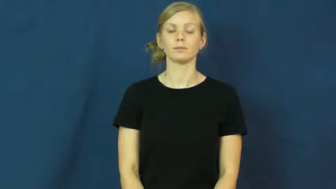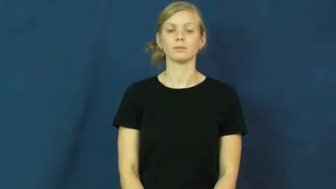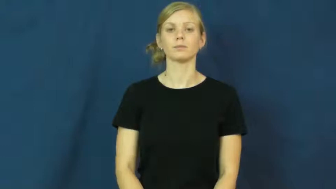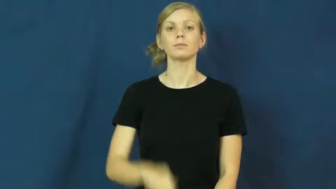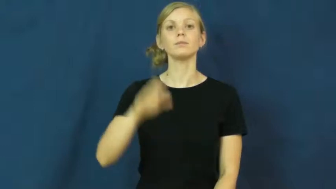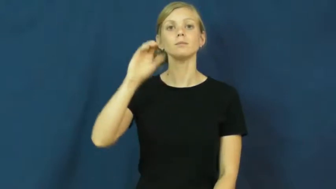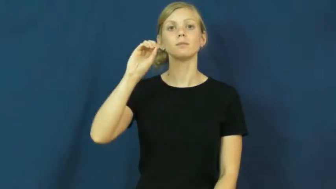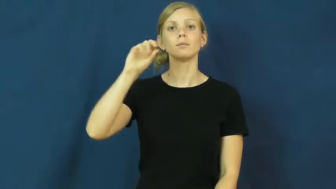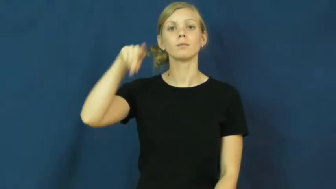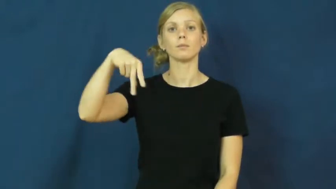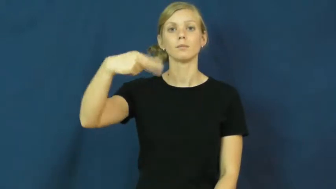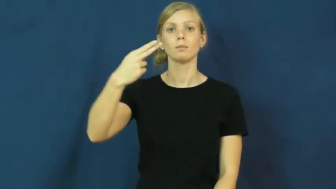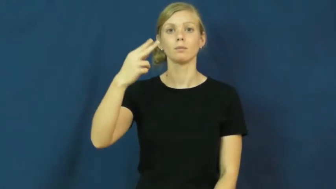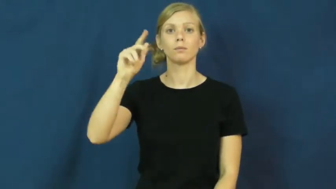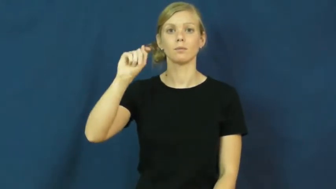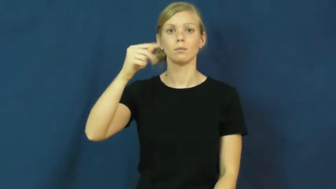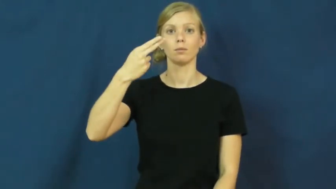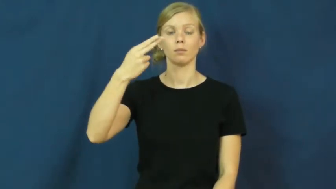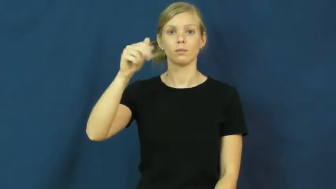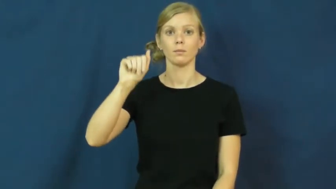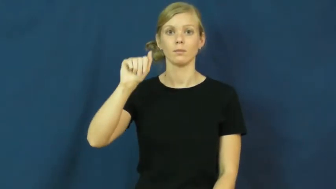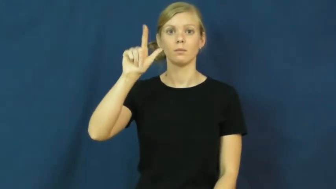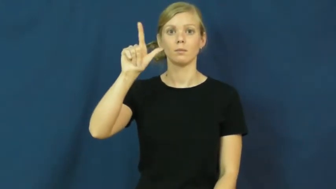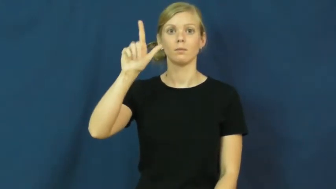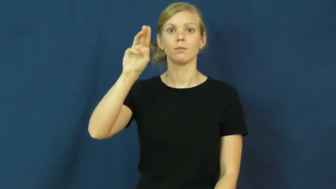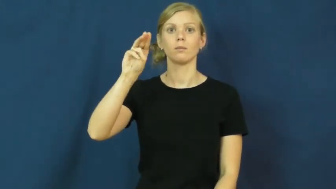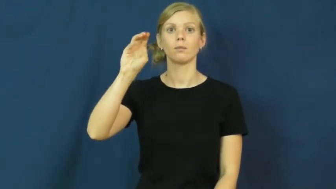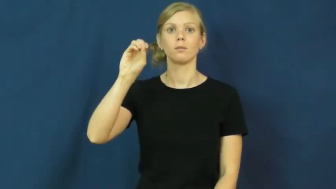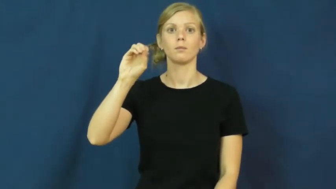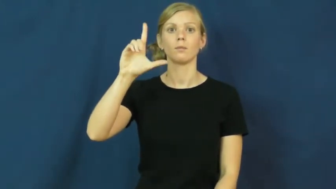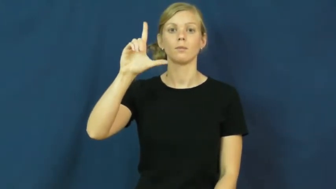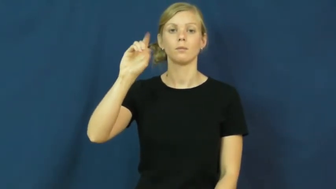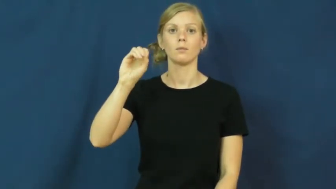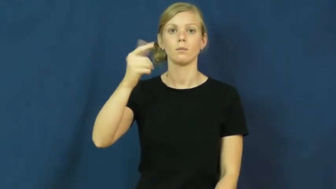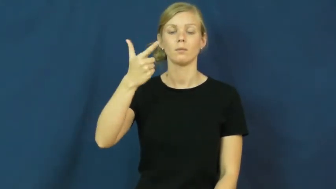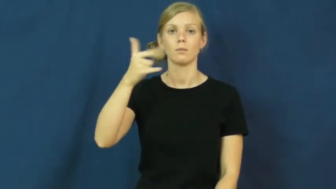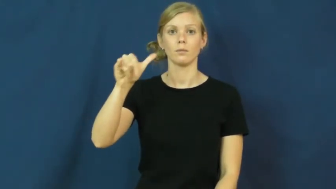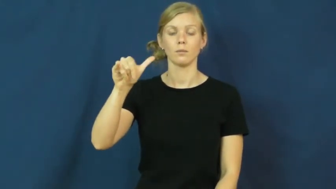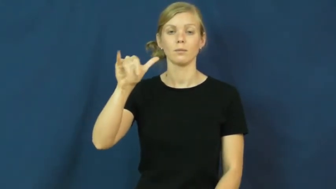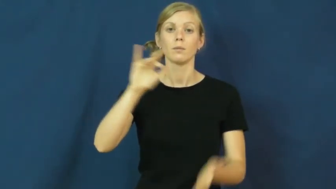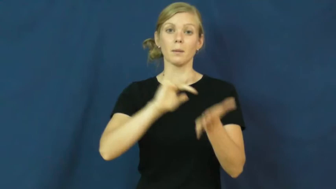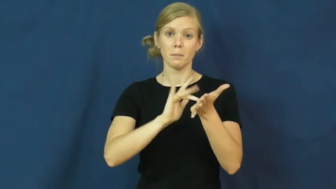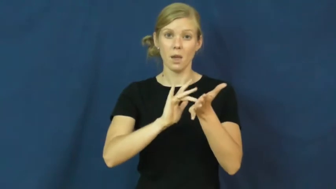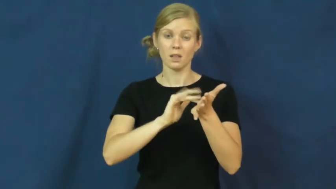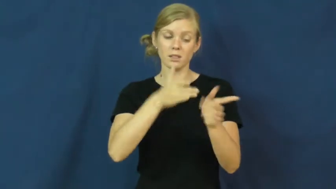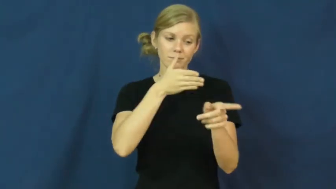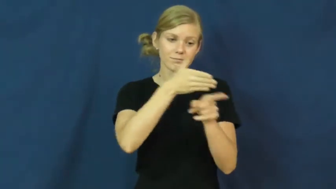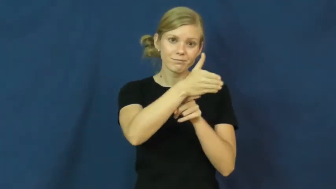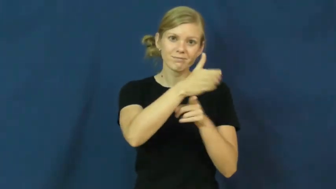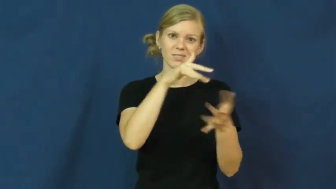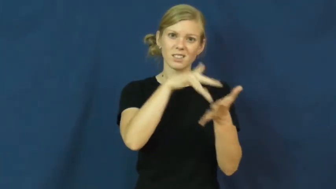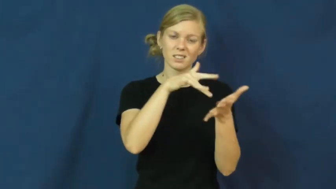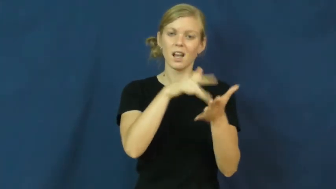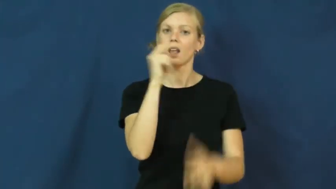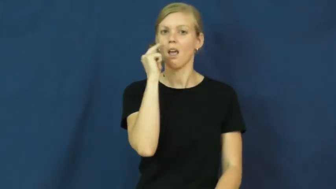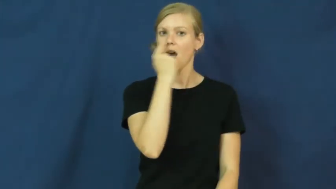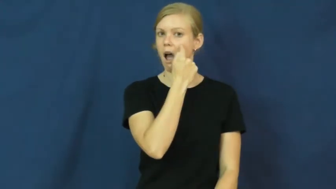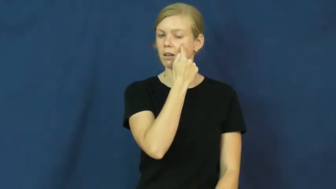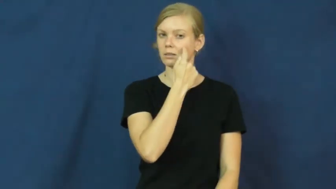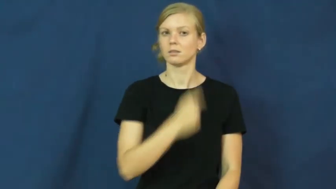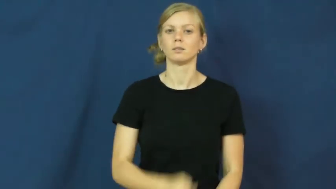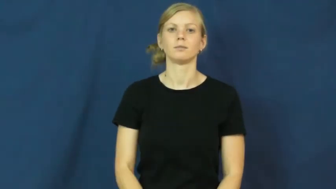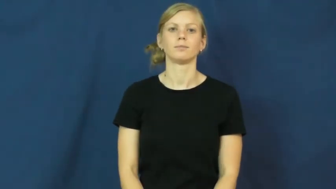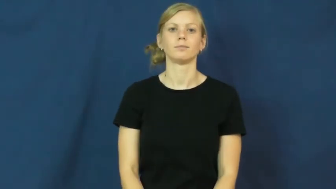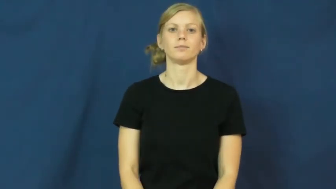ophthalmology